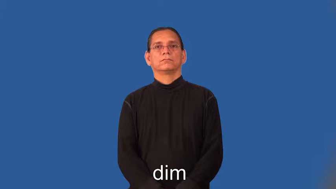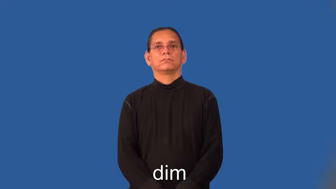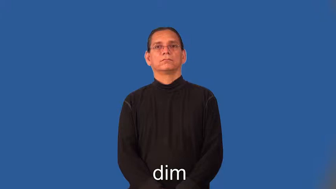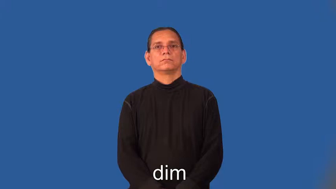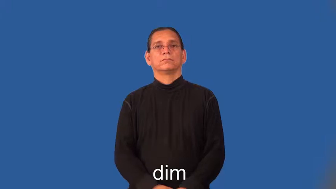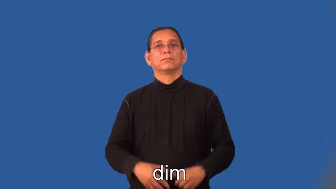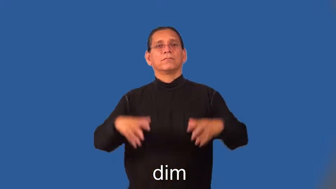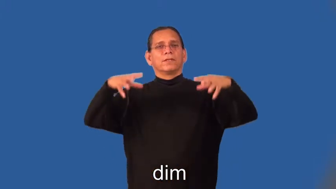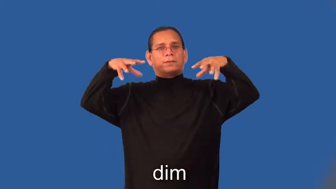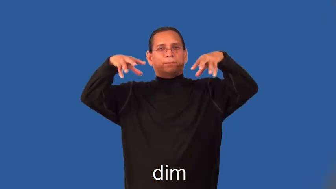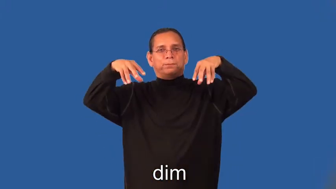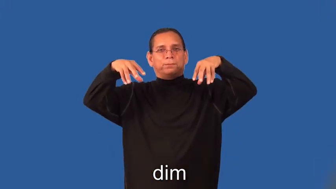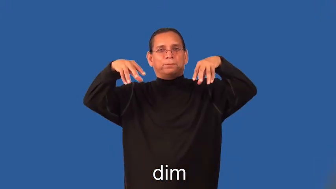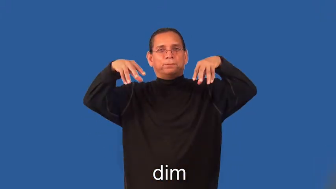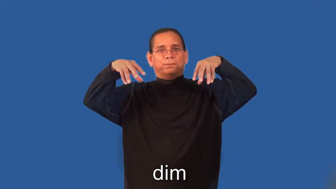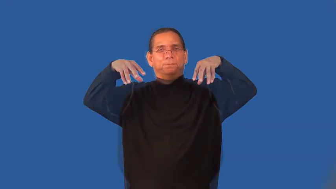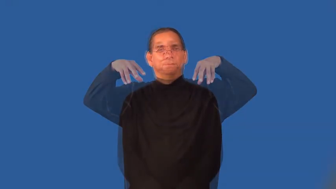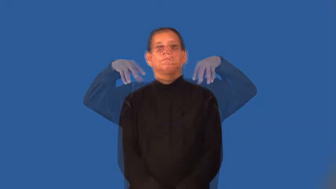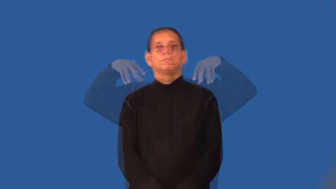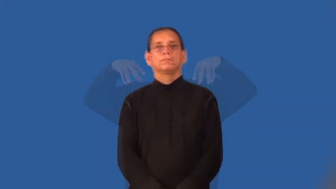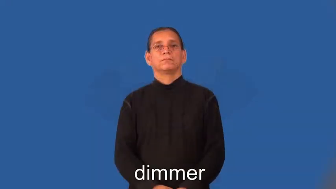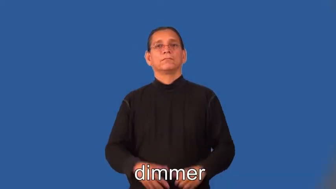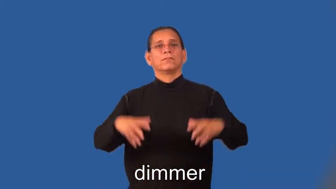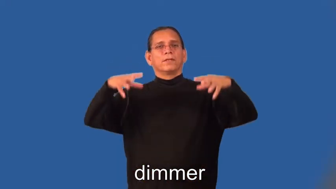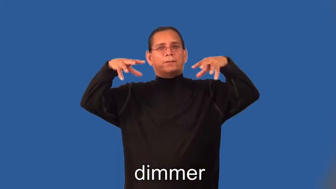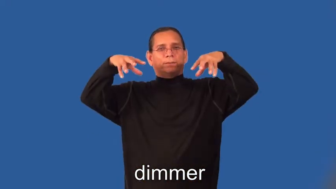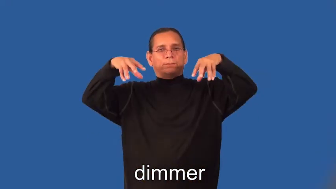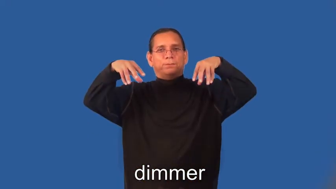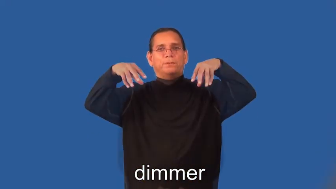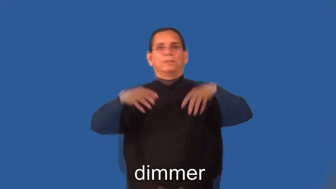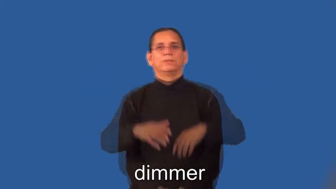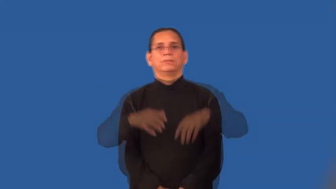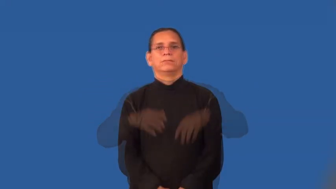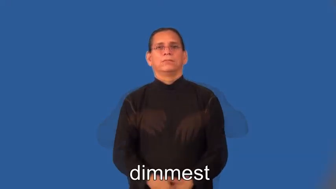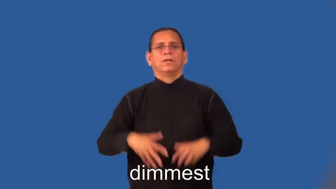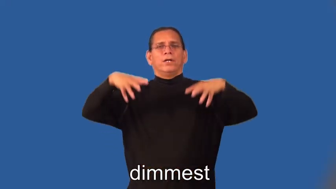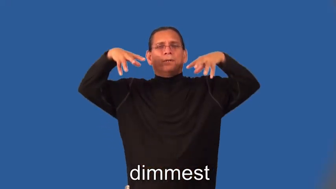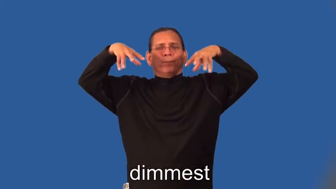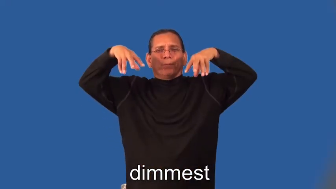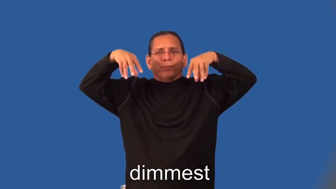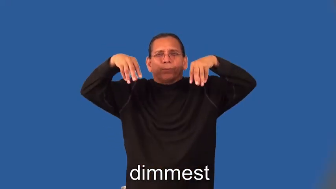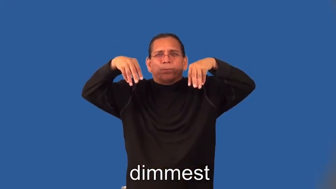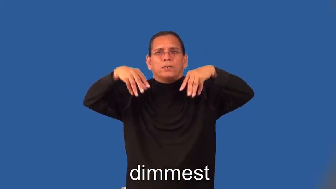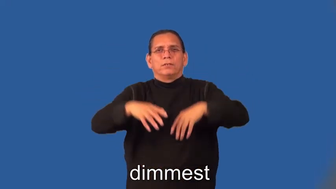dimmer,dimmest-light